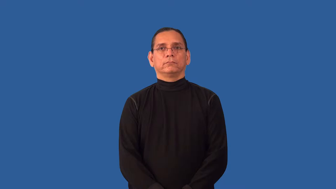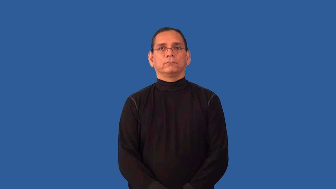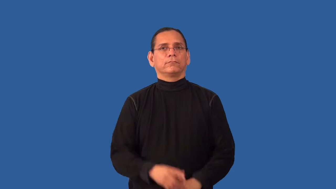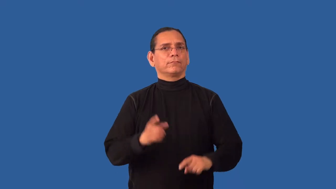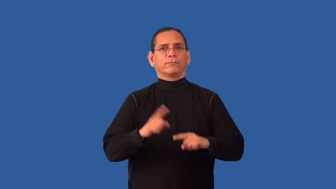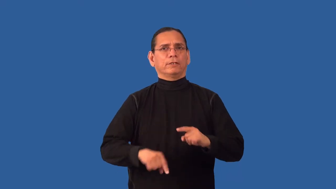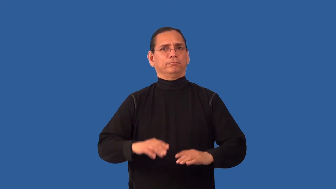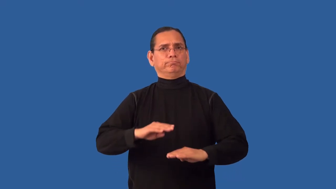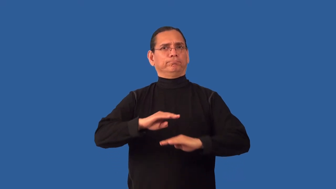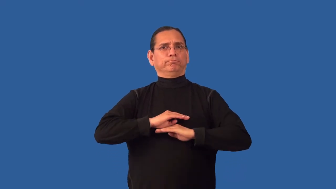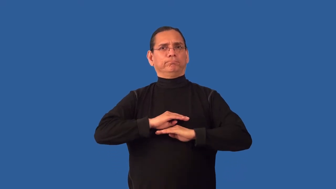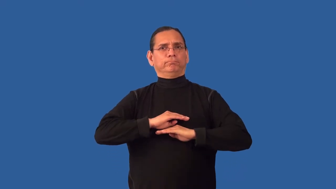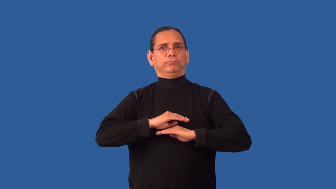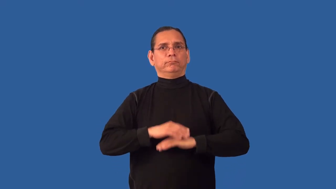insatiable